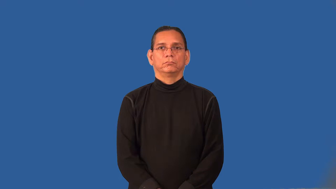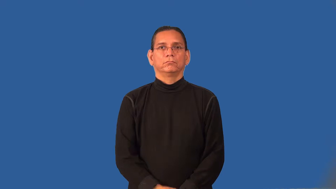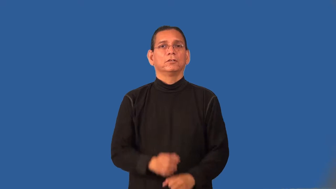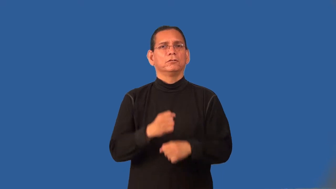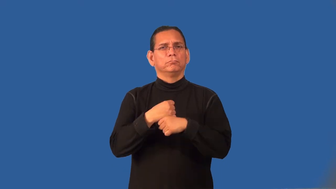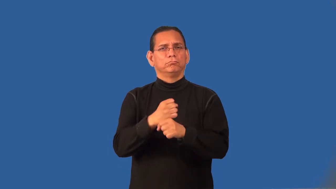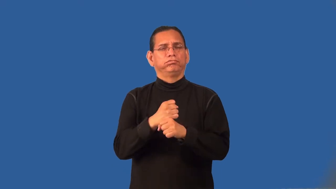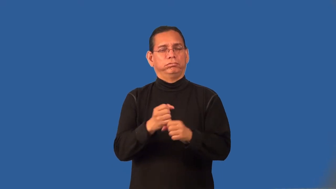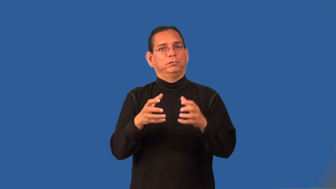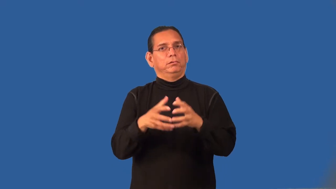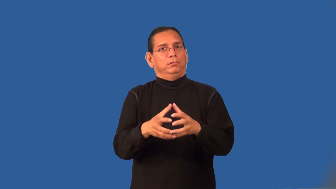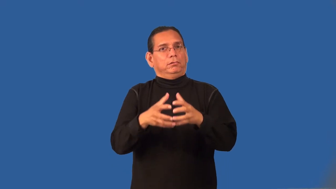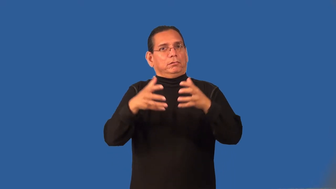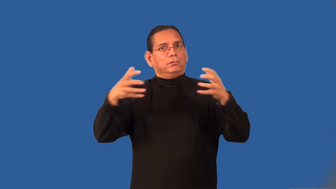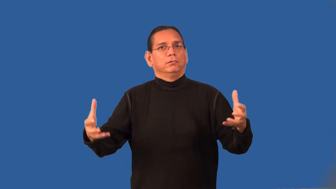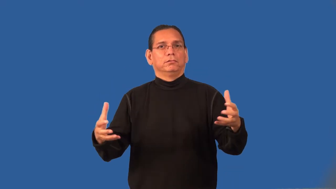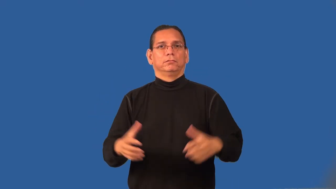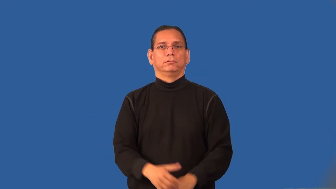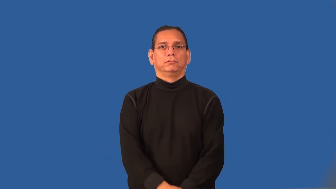prolific